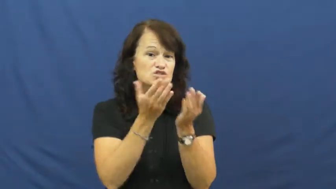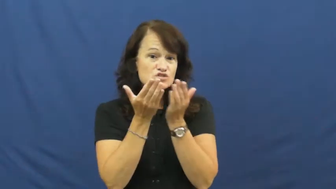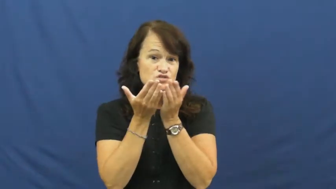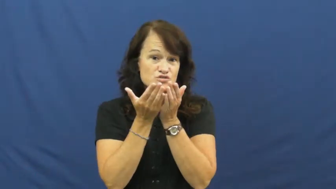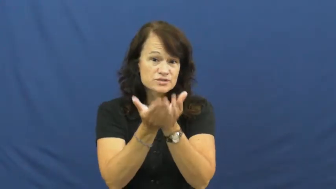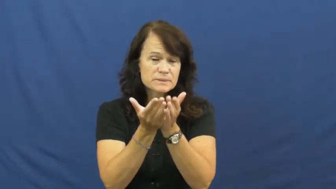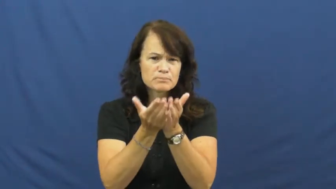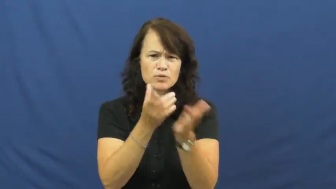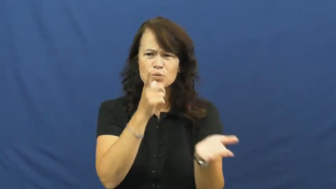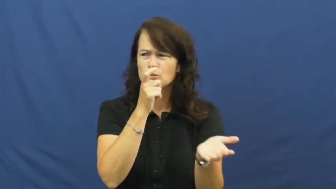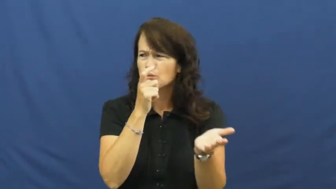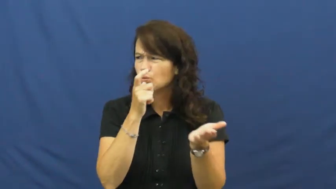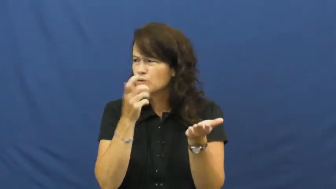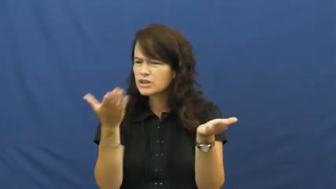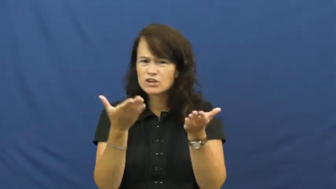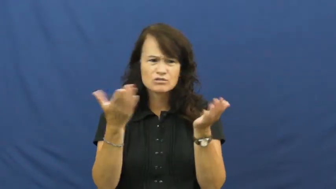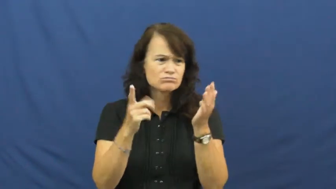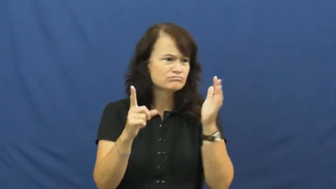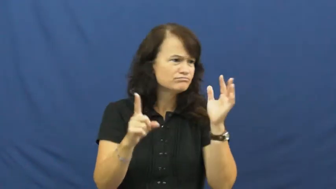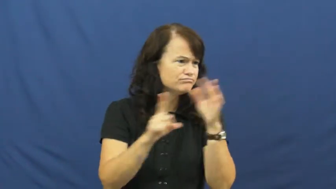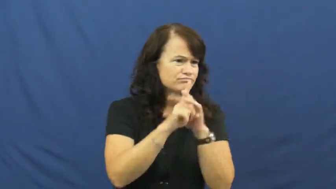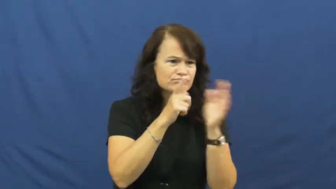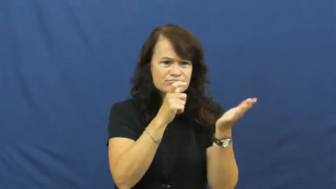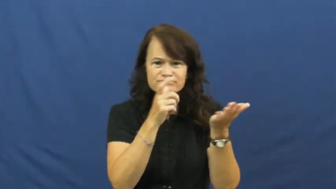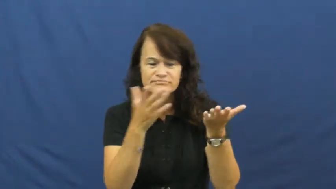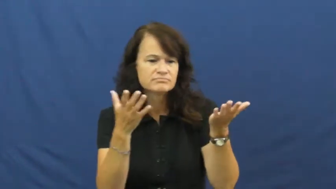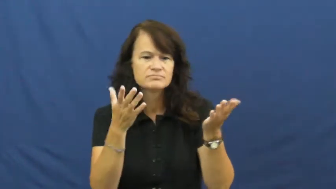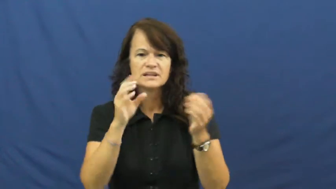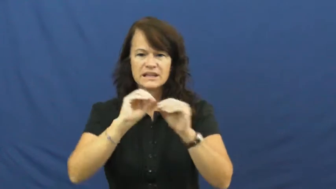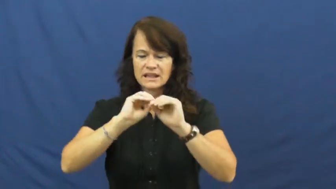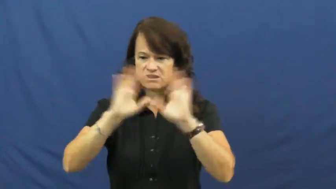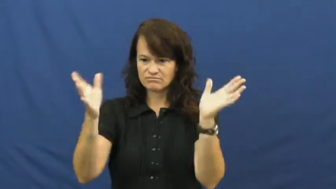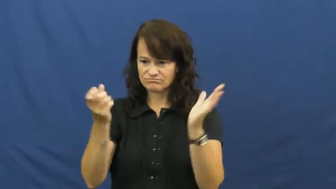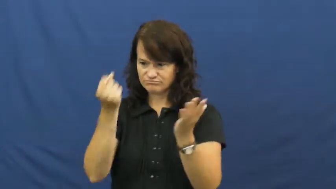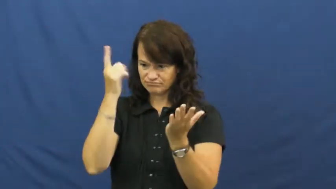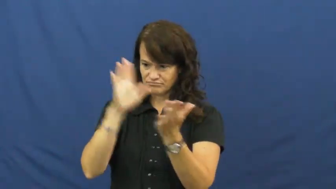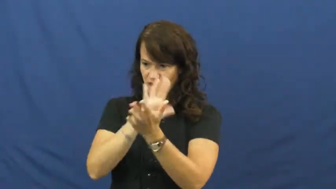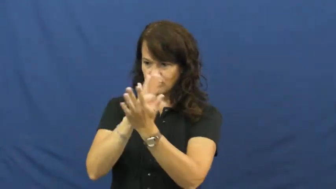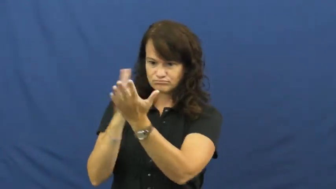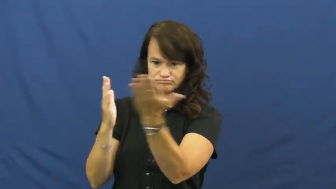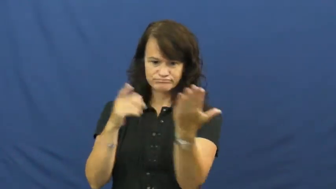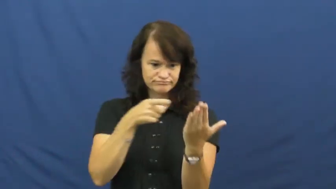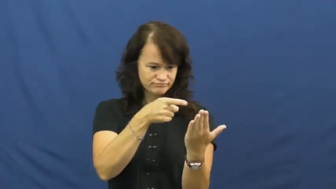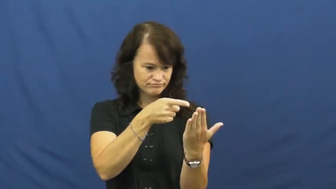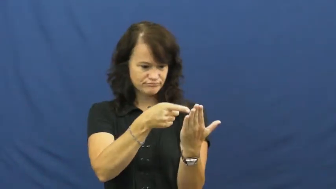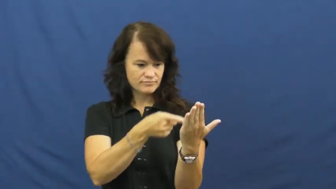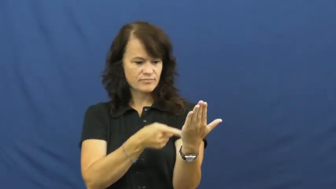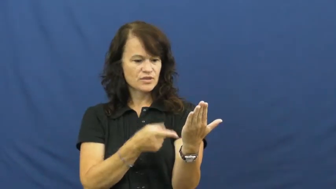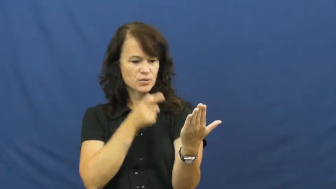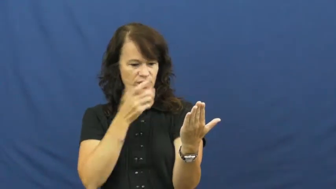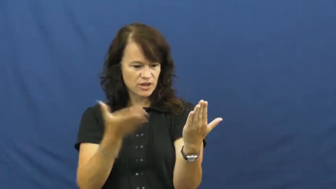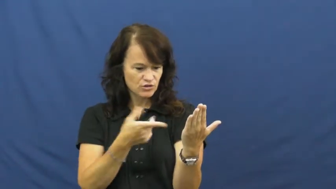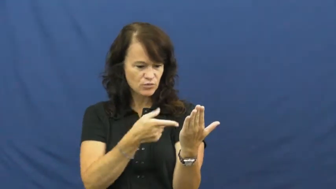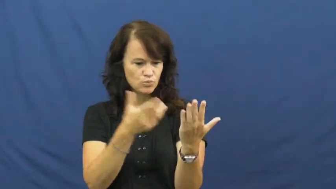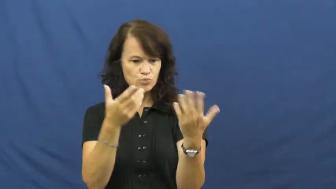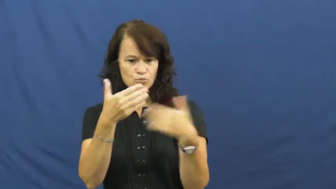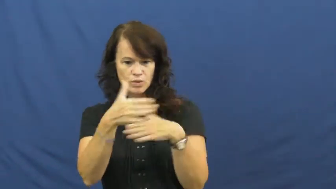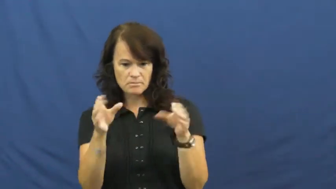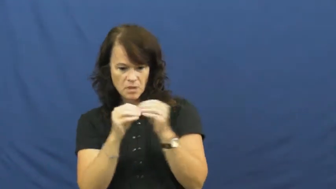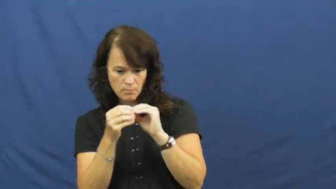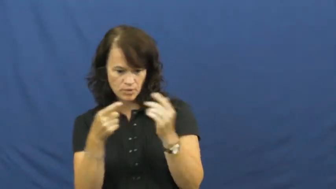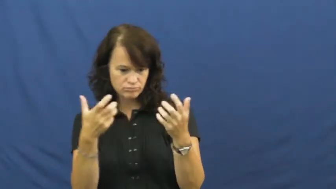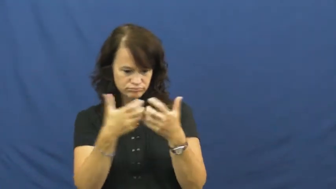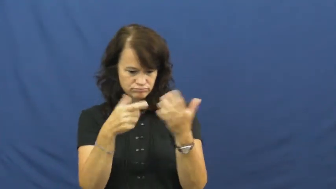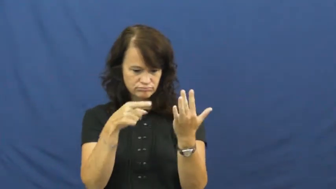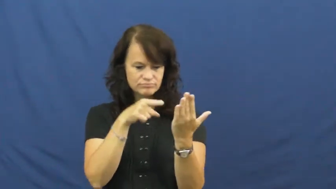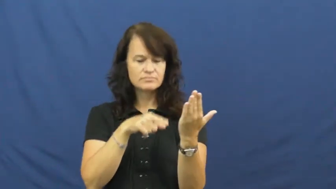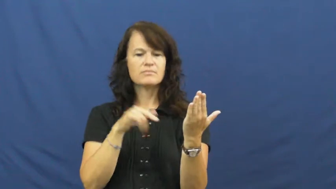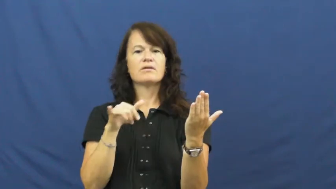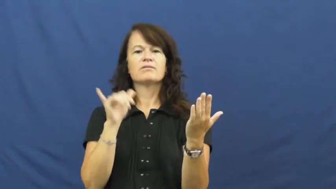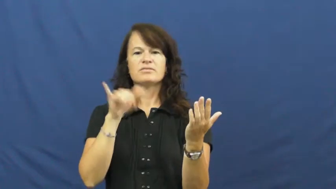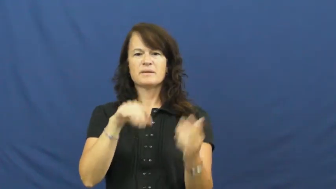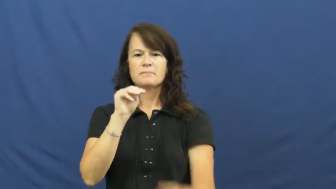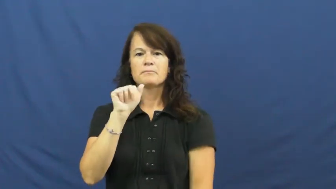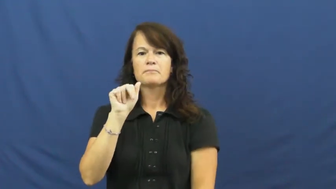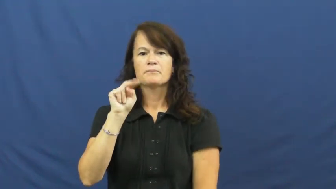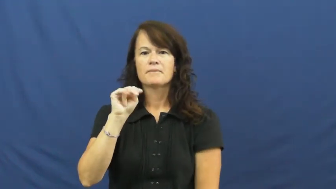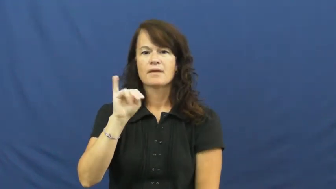manifest-ship